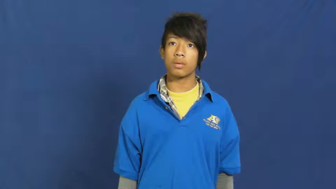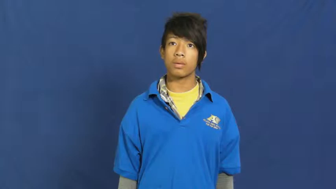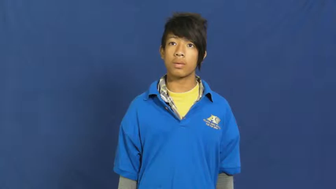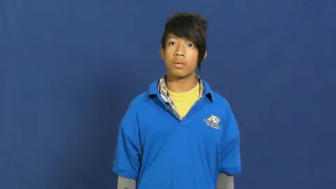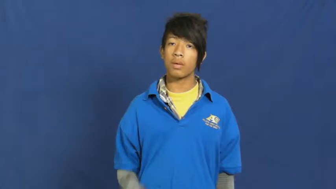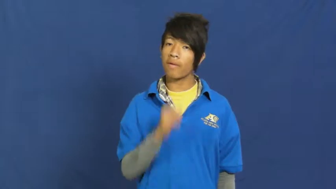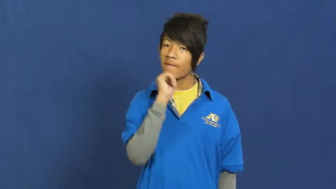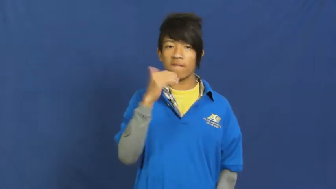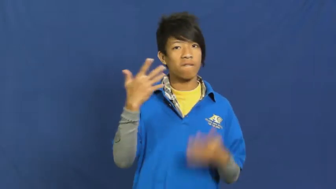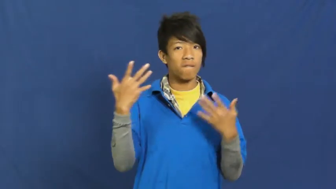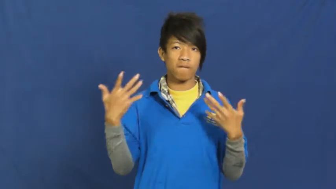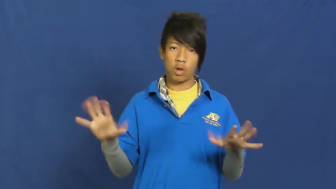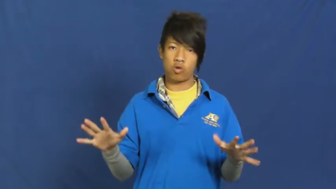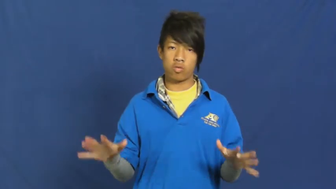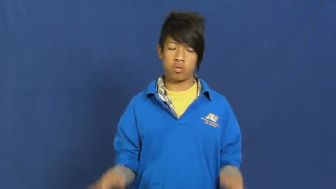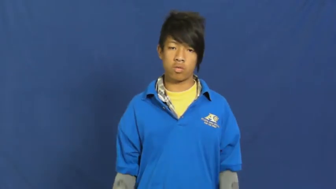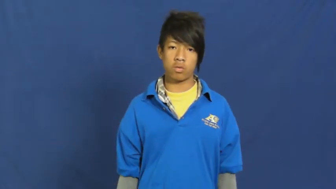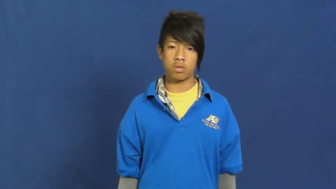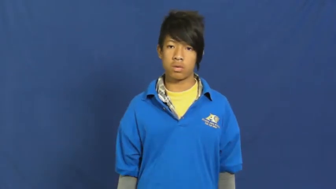unfinished,uncompleted,undone